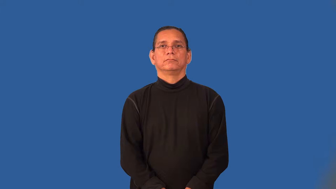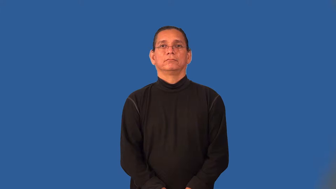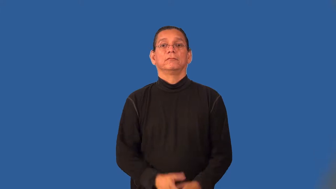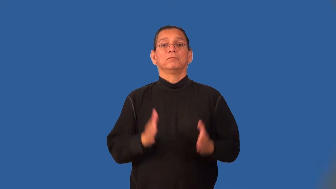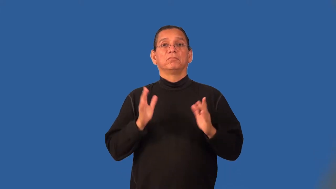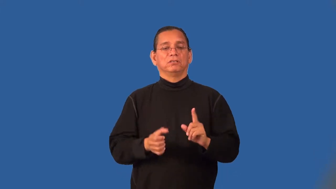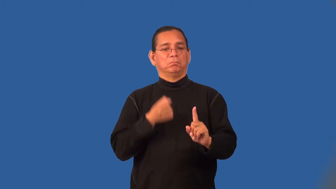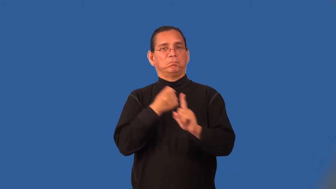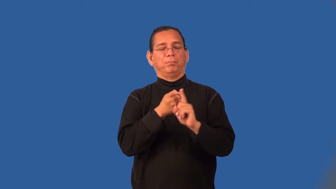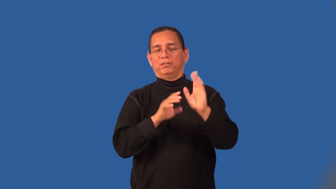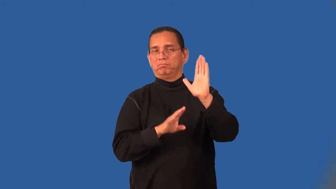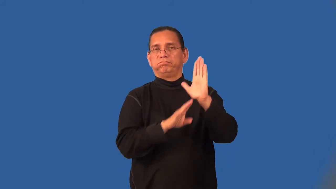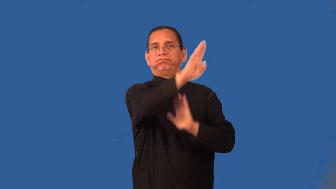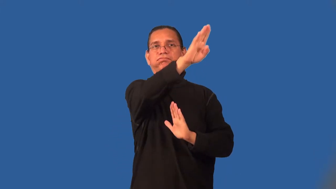sleeper-surprise winner